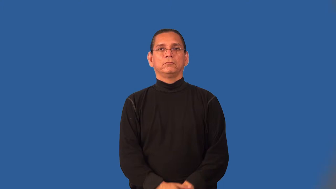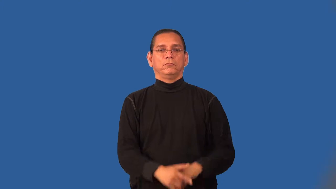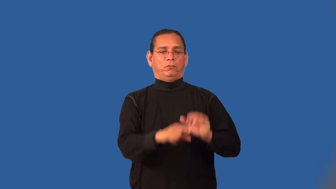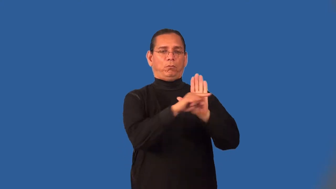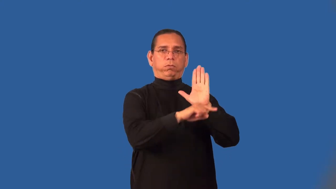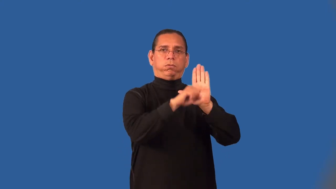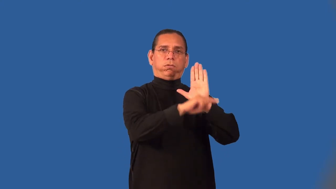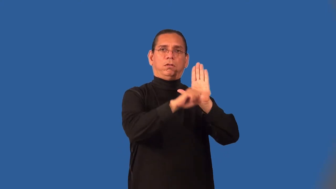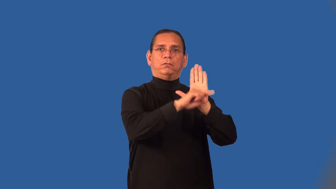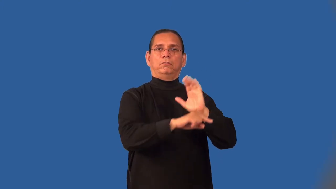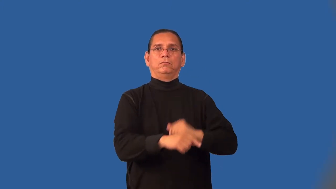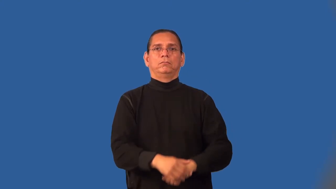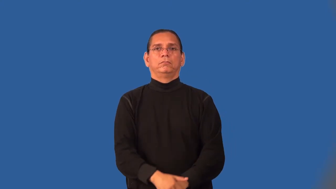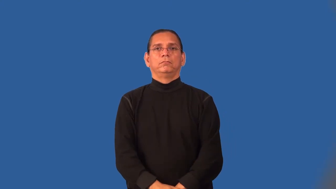negative-attitude